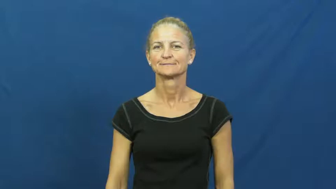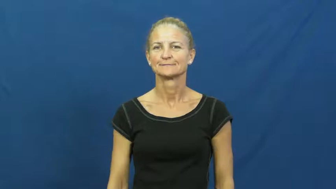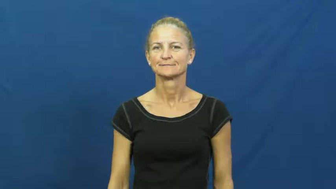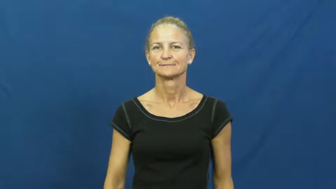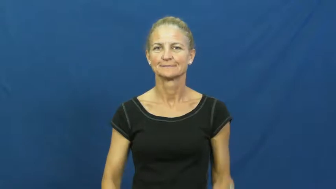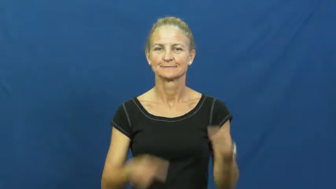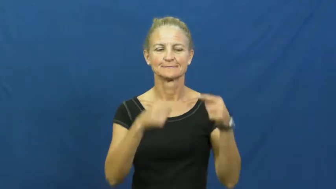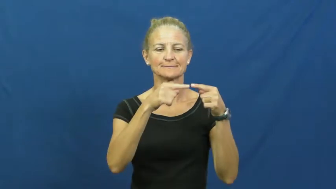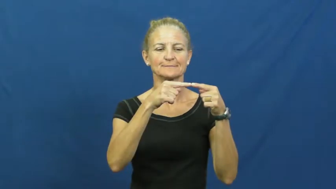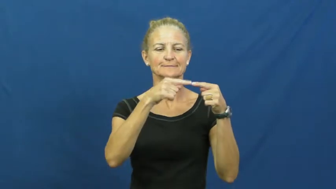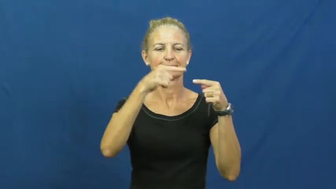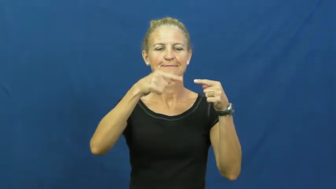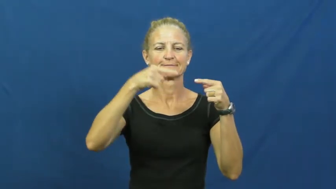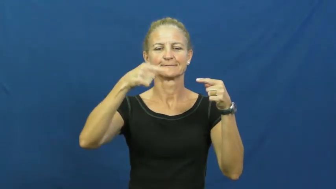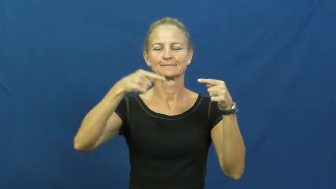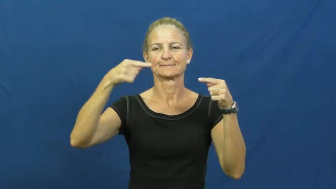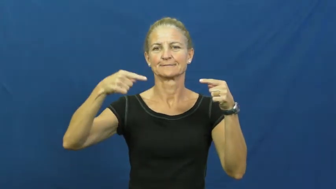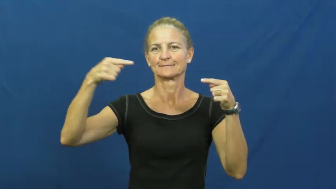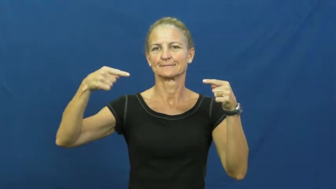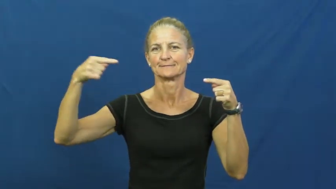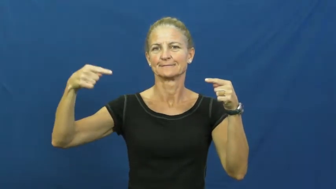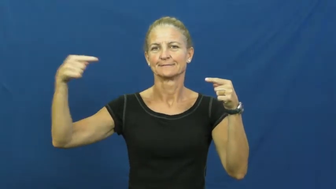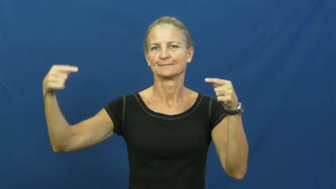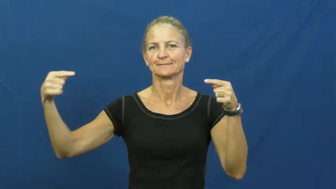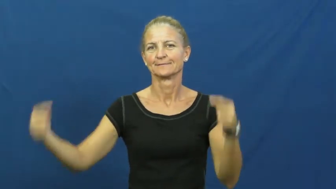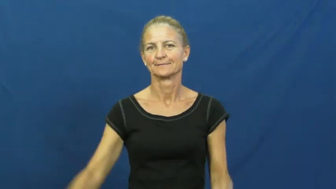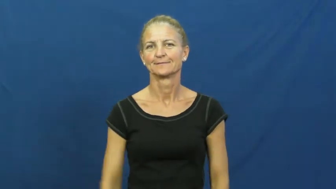curl